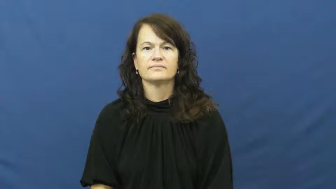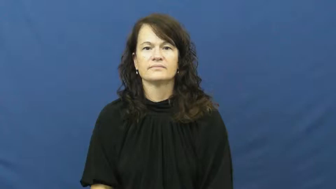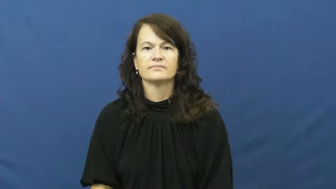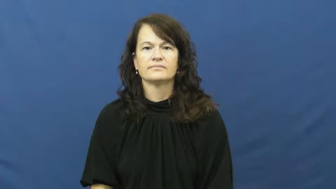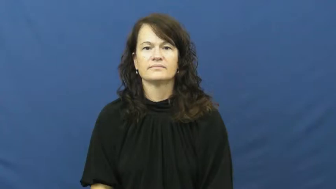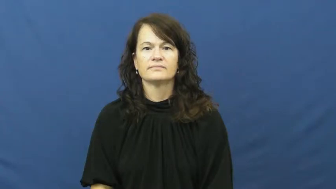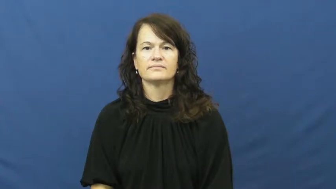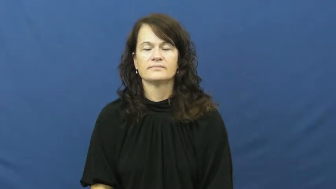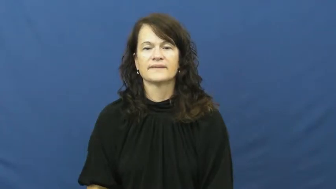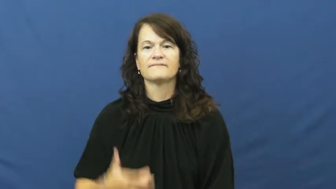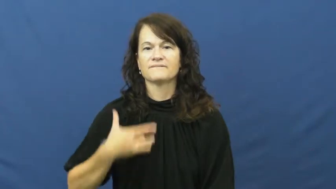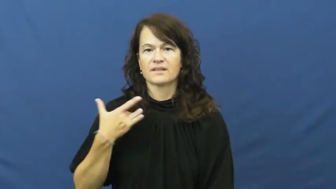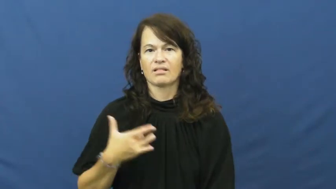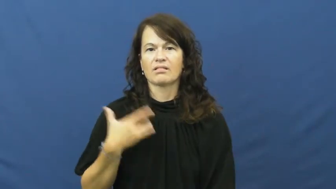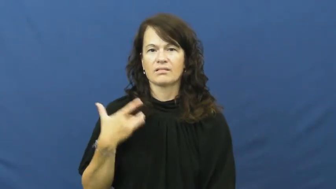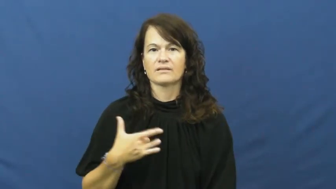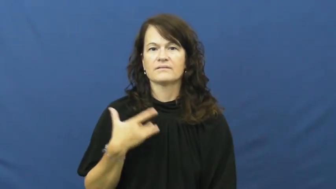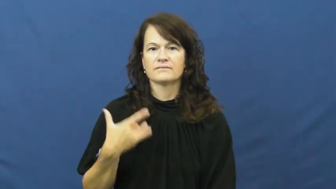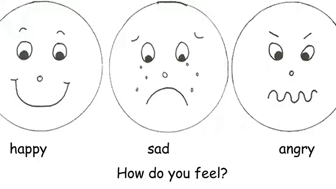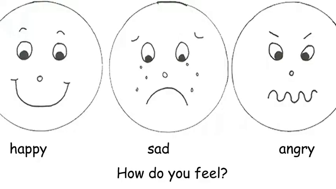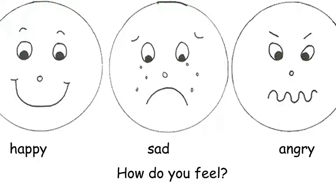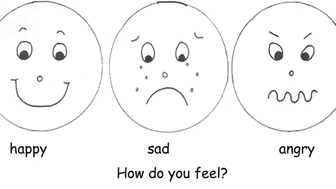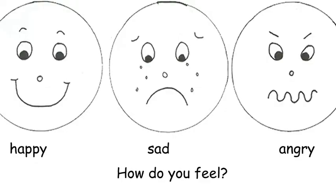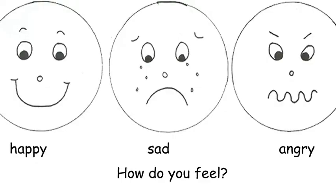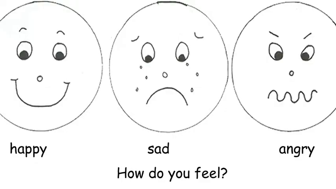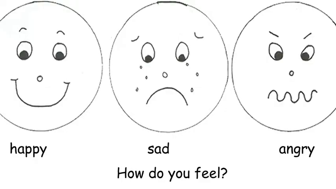feel-emotionally